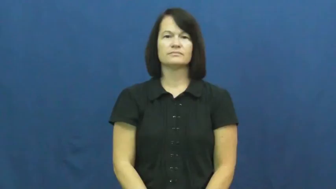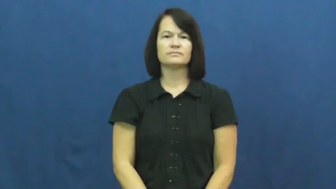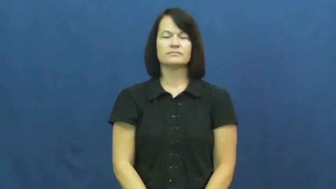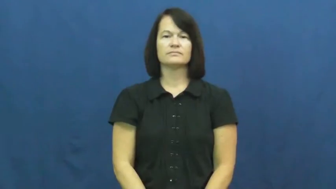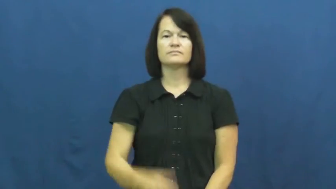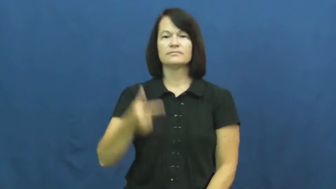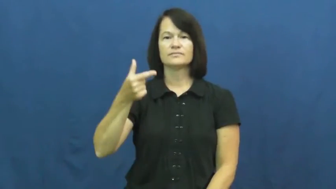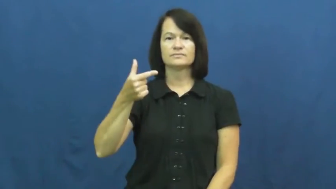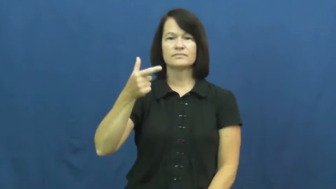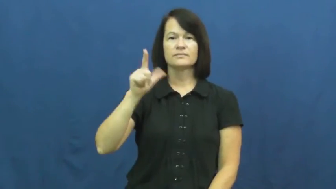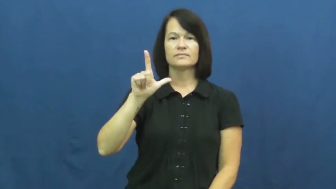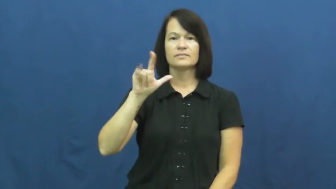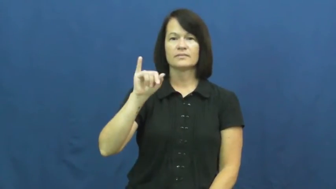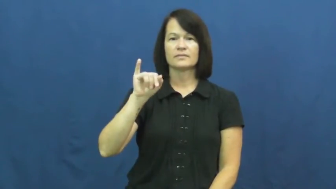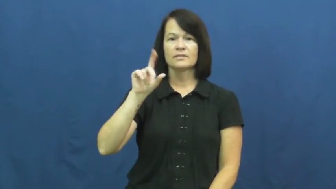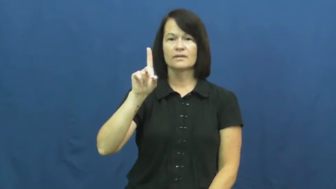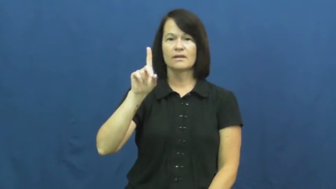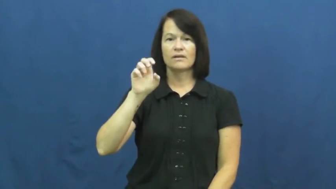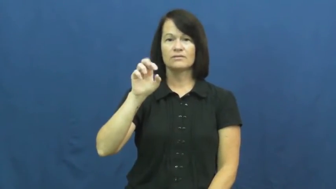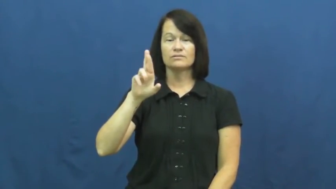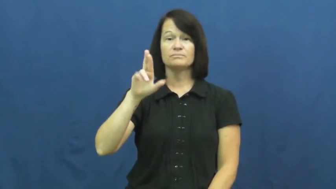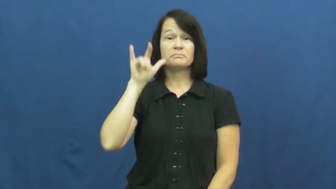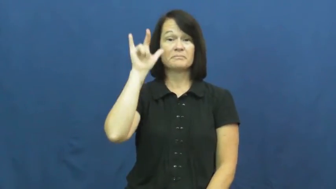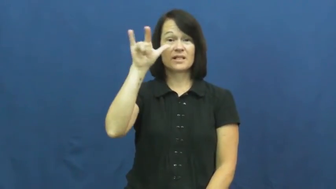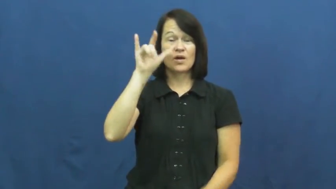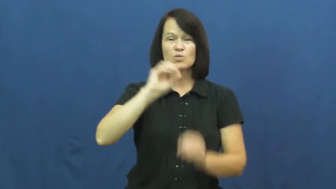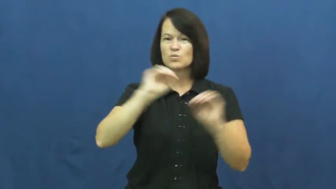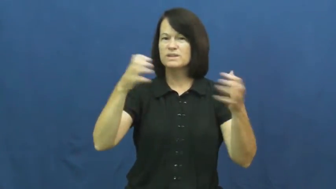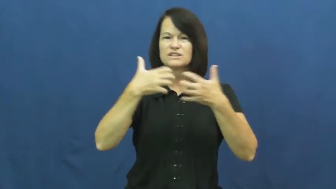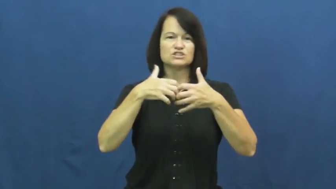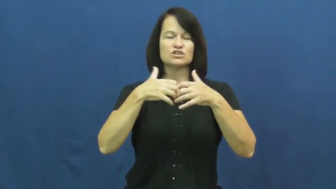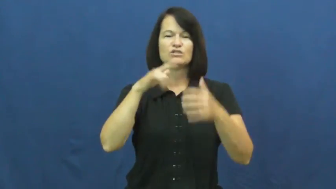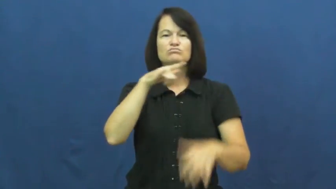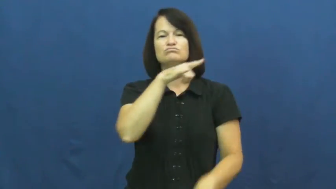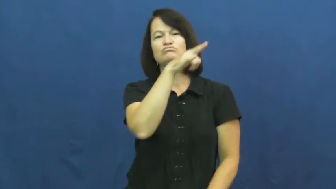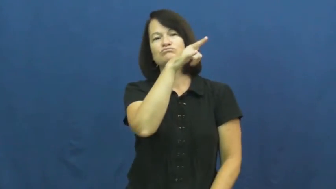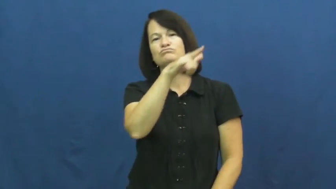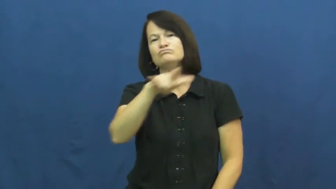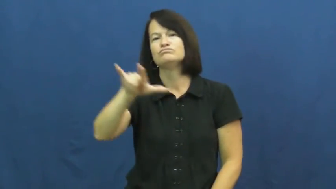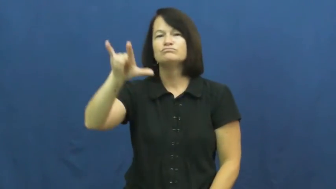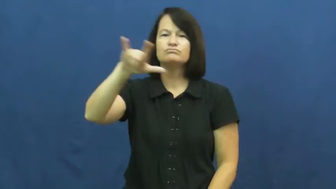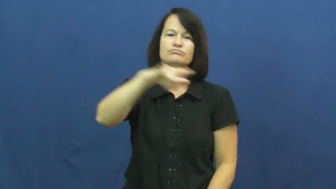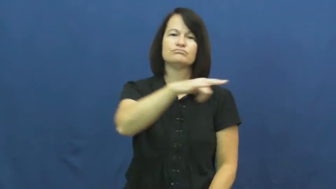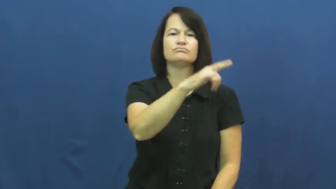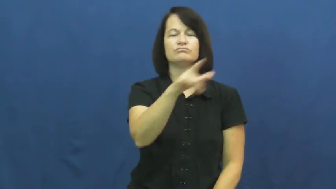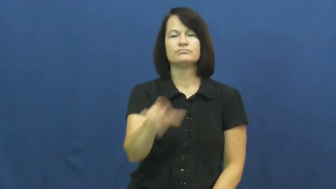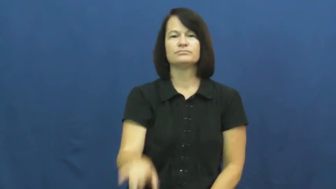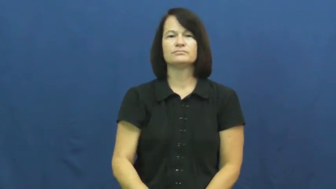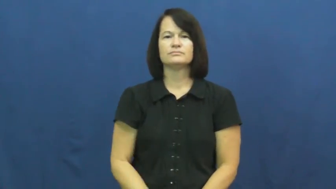glider-plane